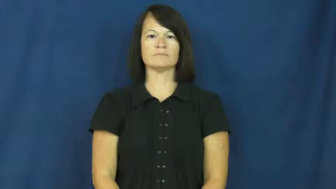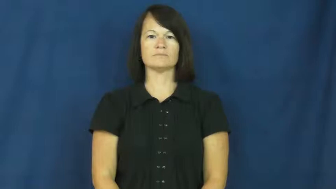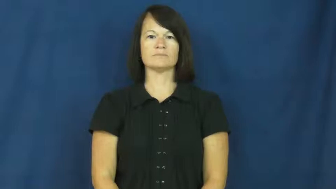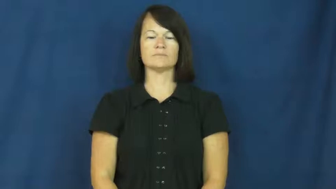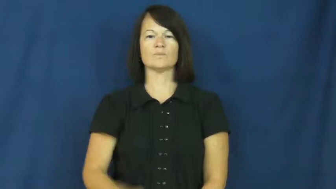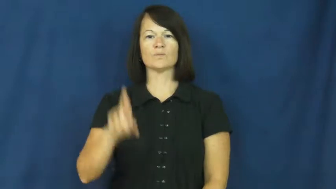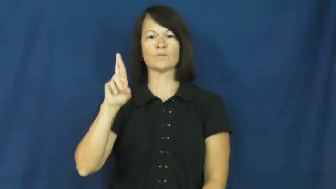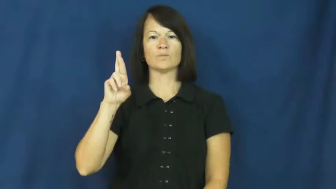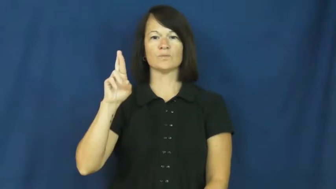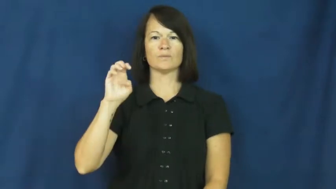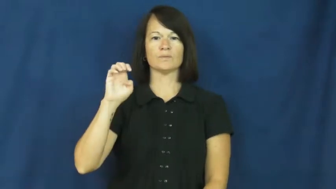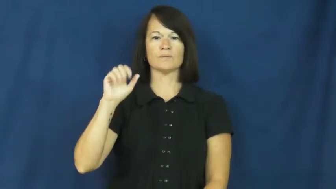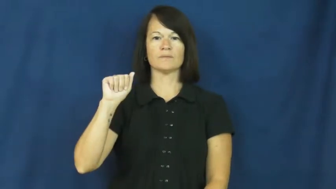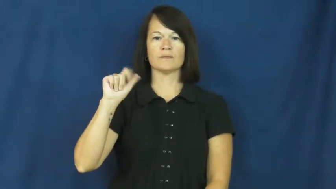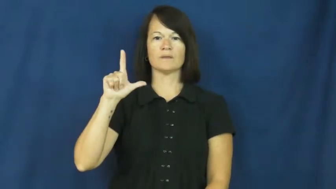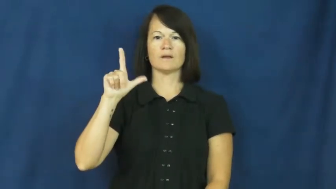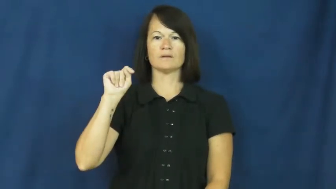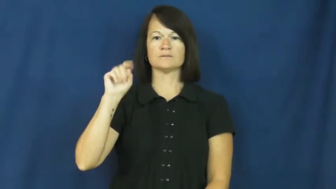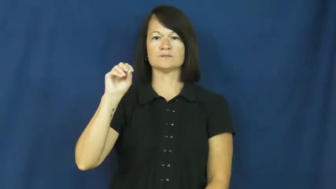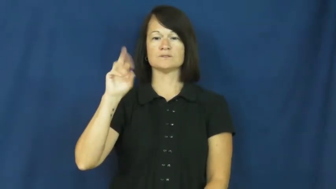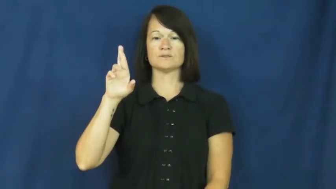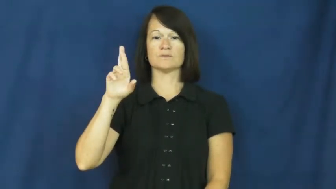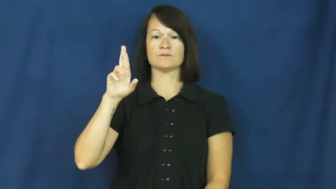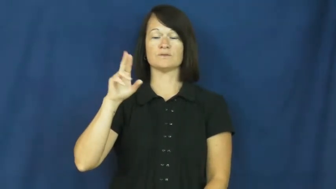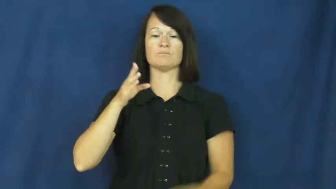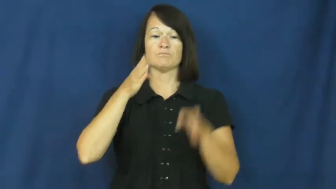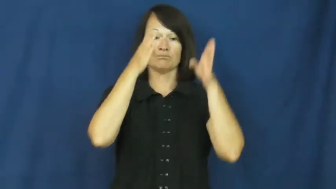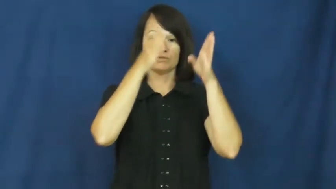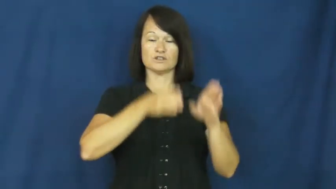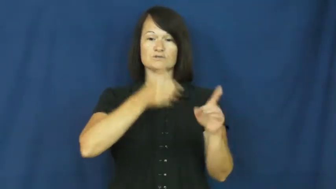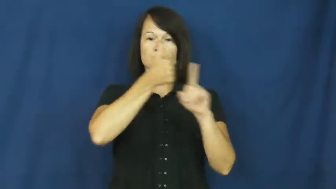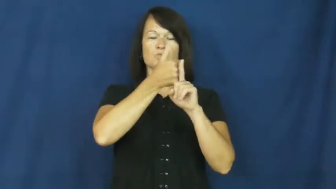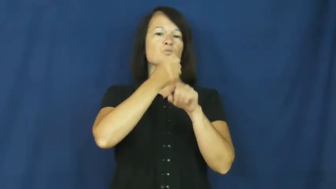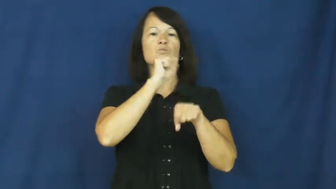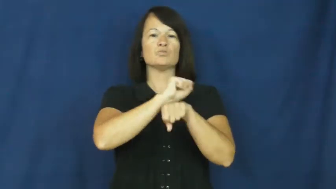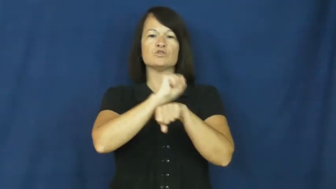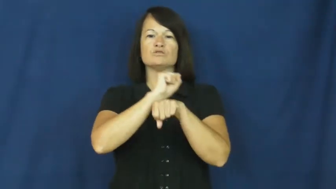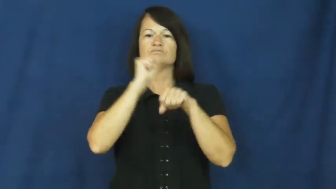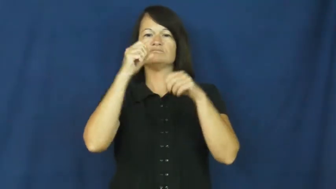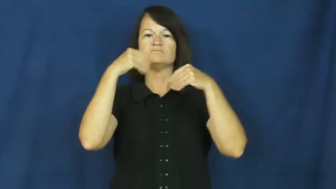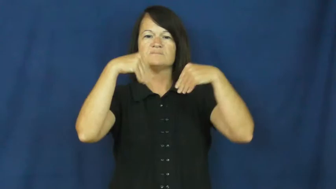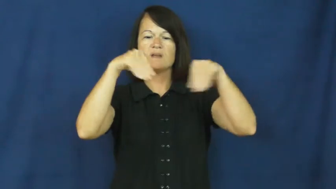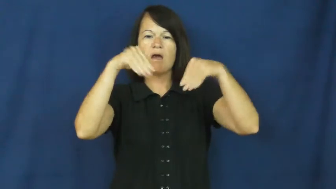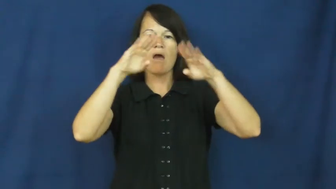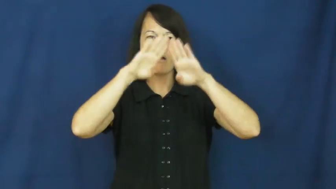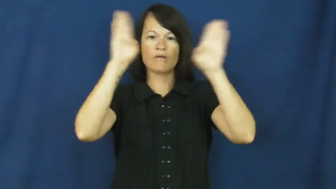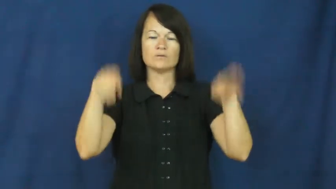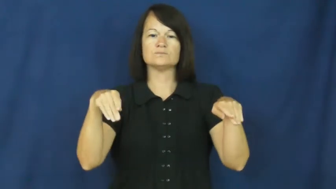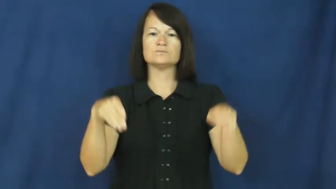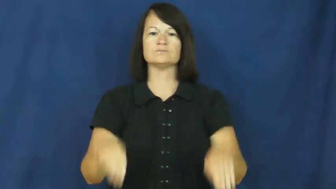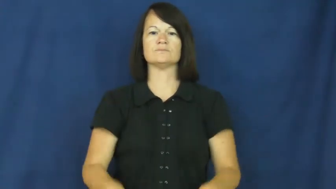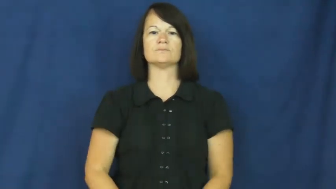realtor